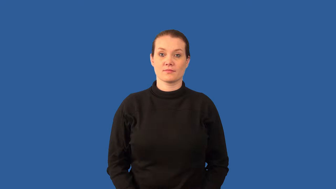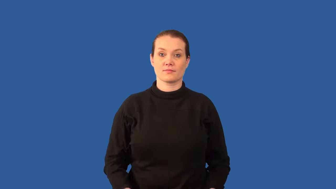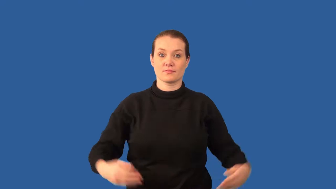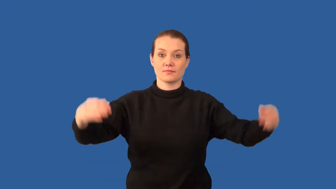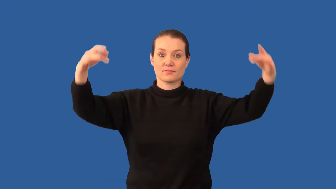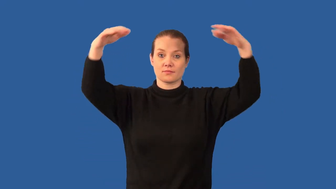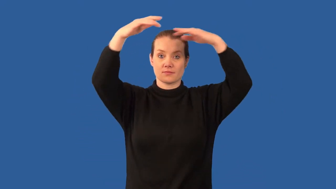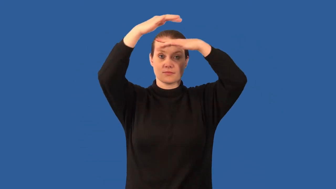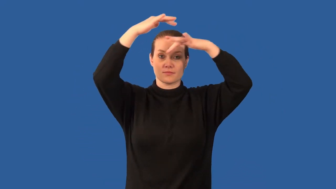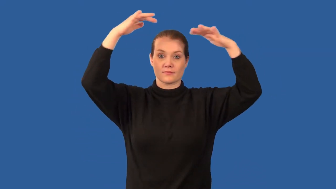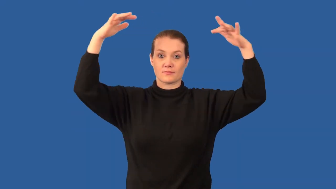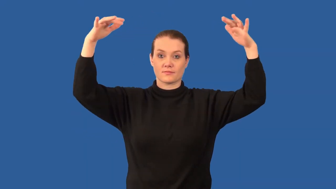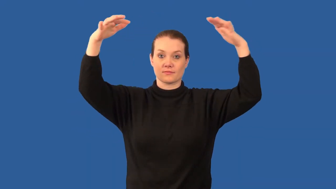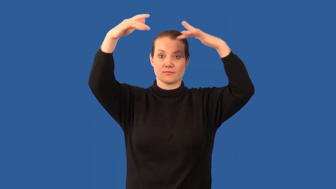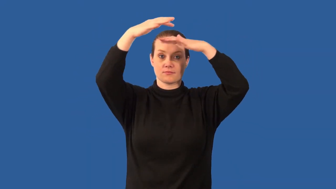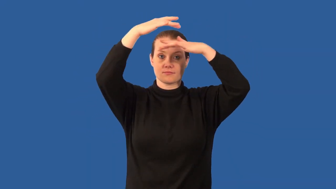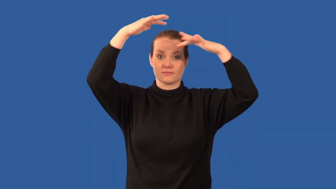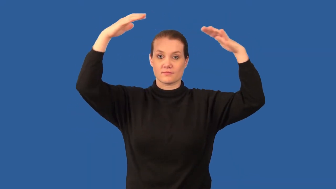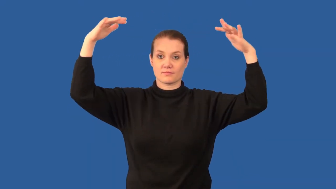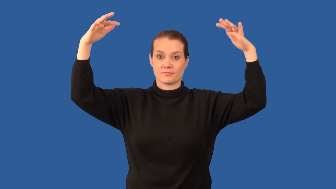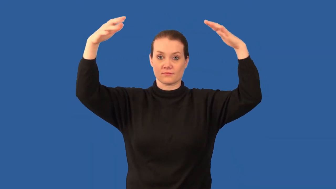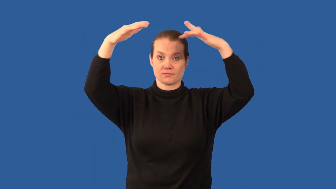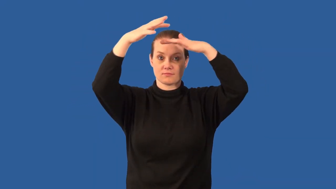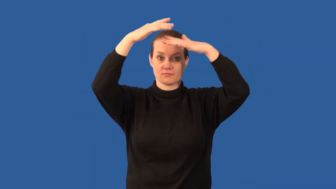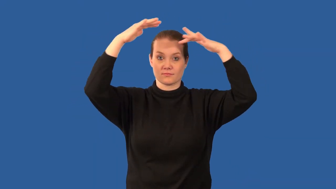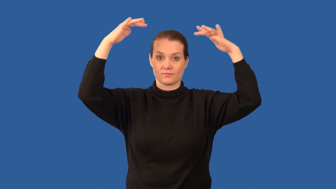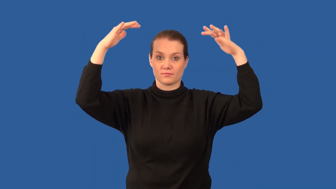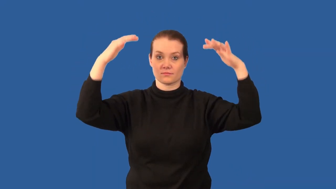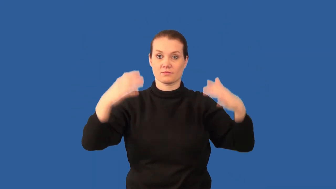nebula